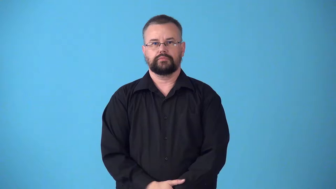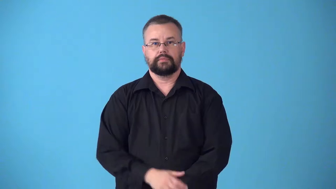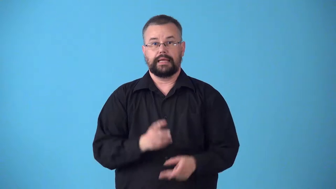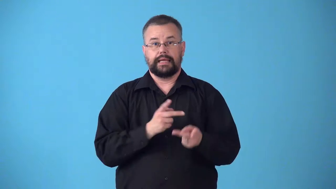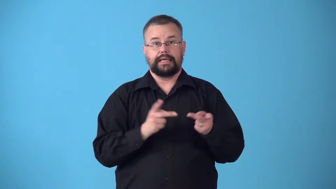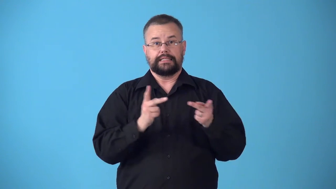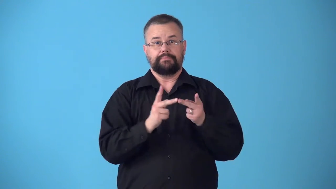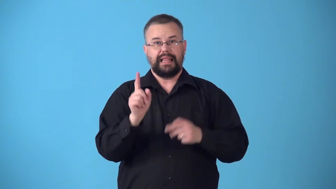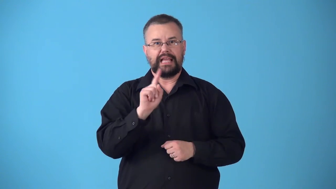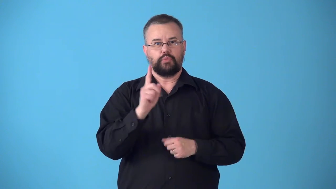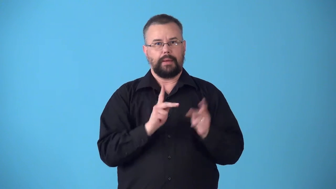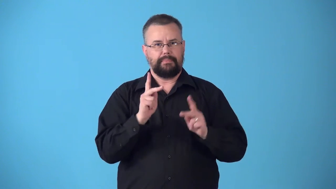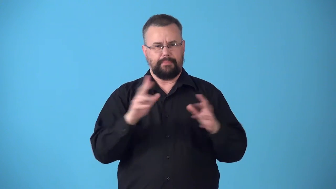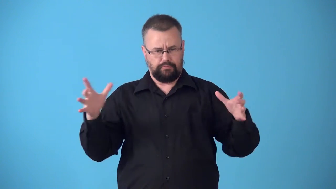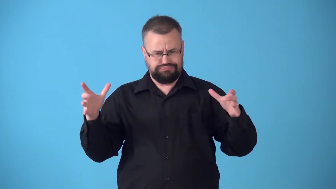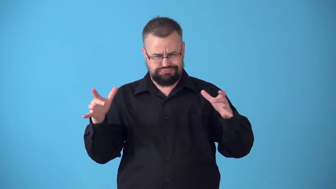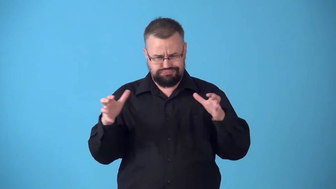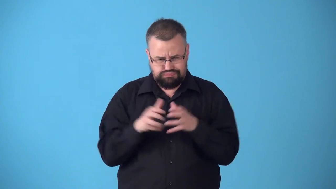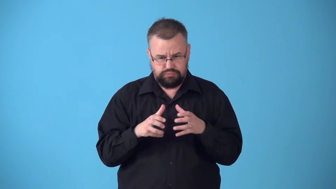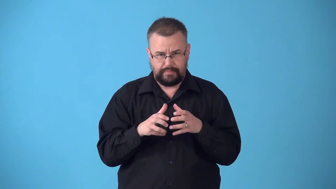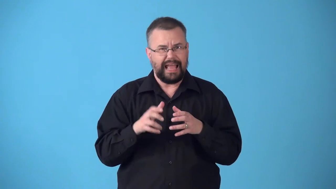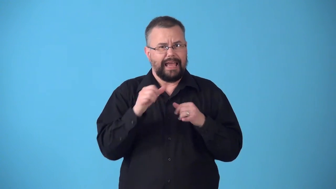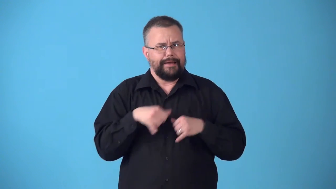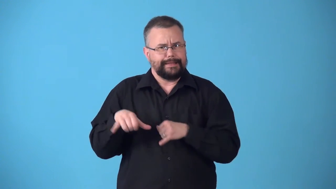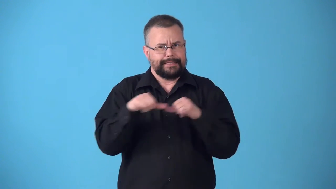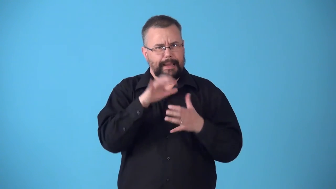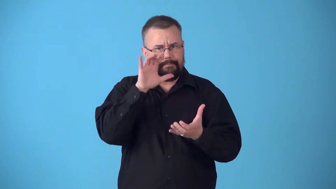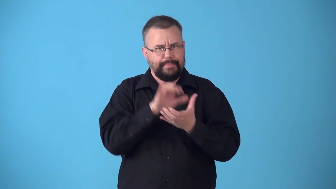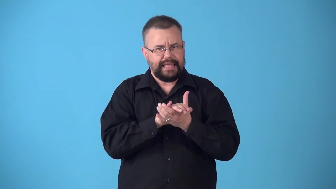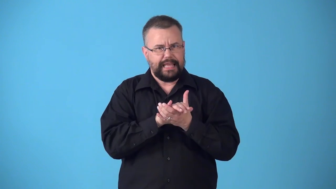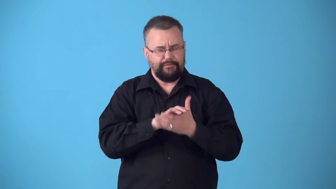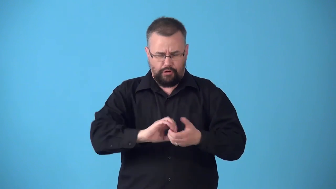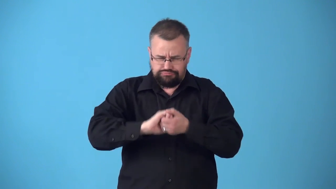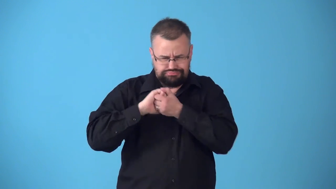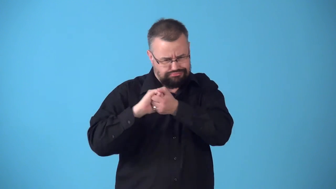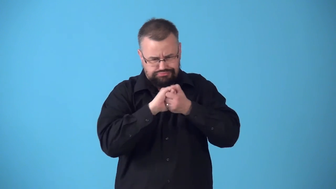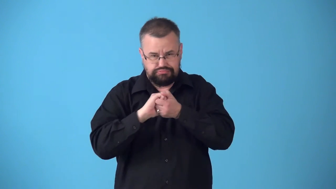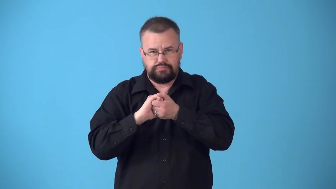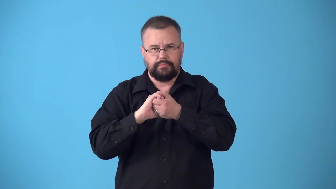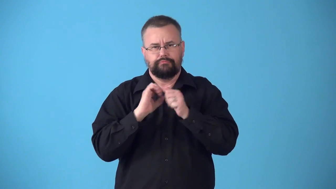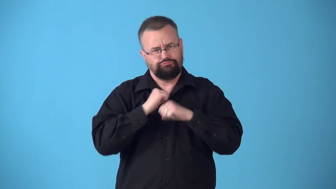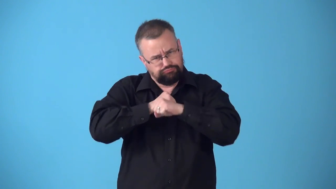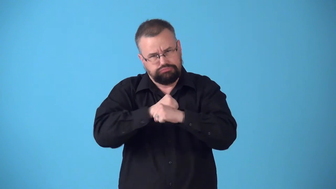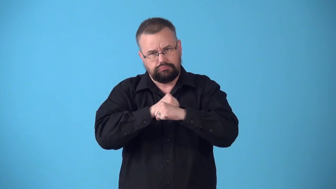stronghold place where people all have same belief or ideas